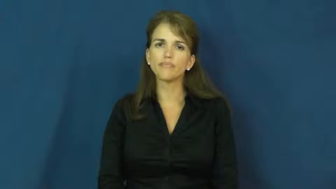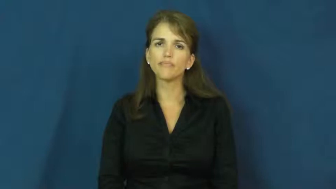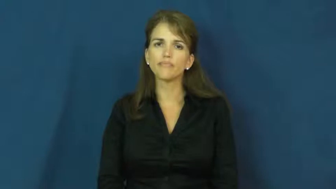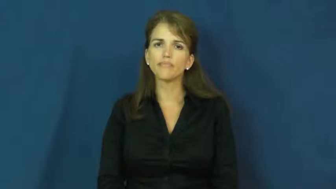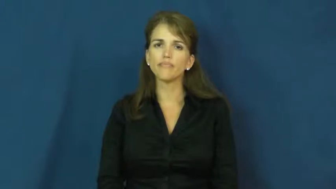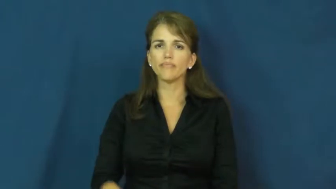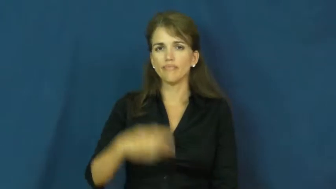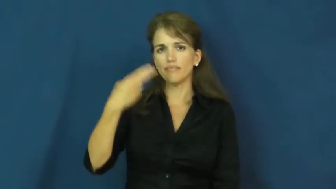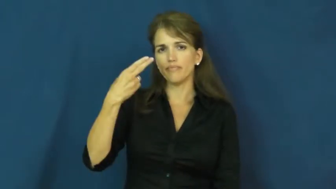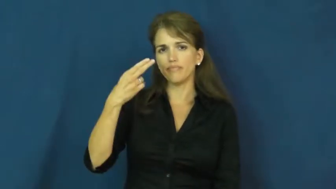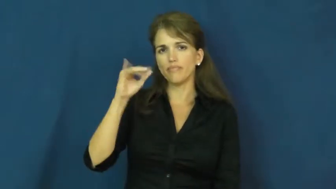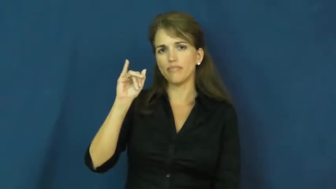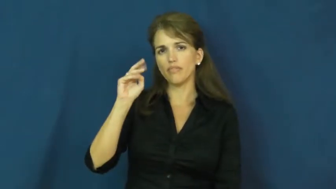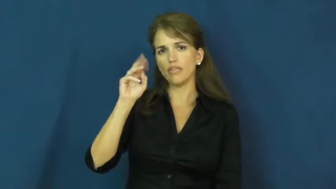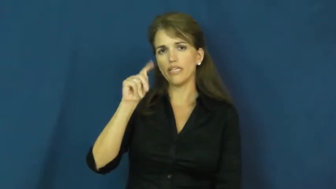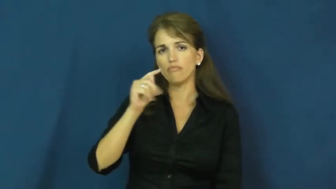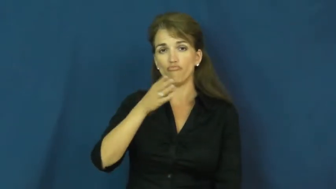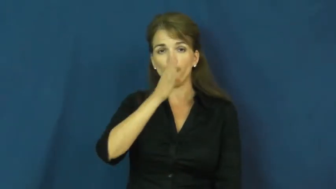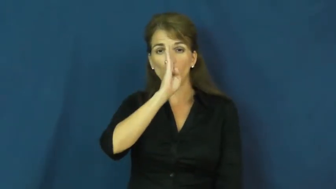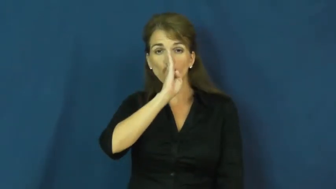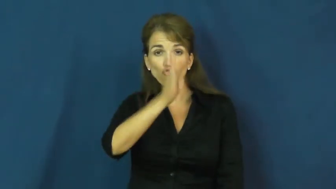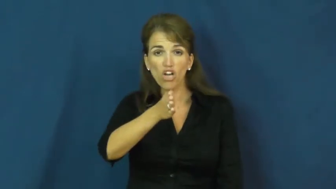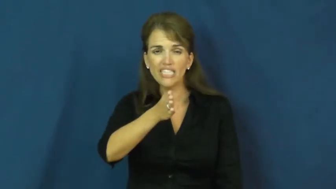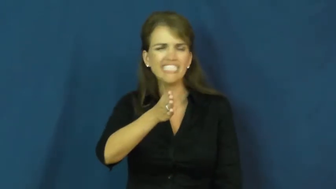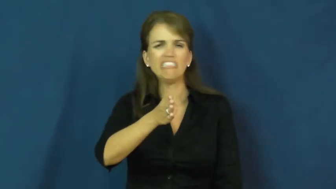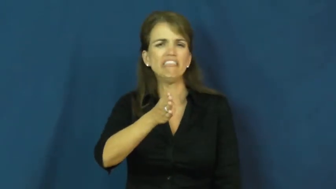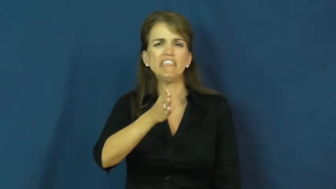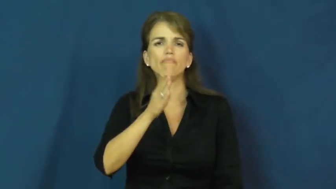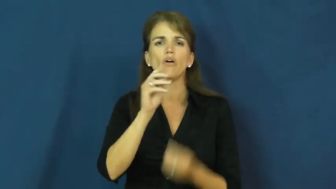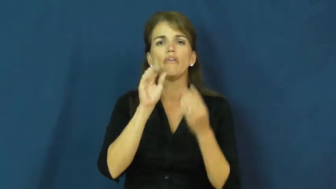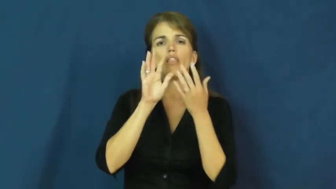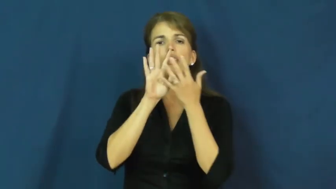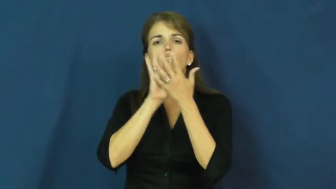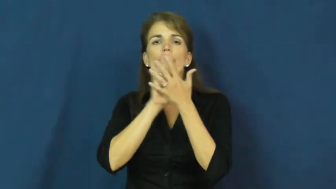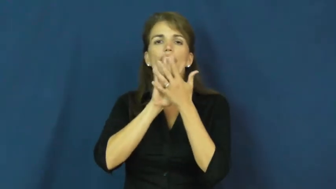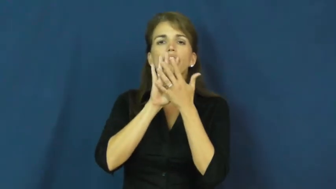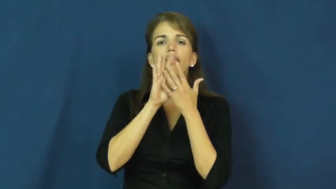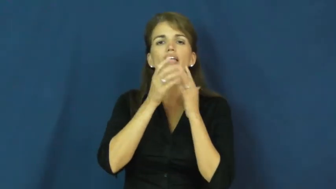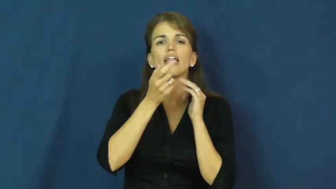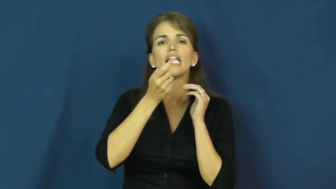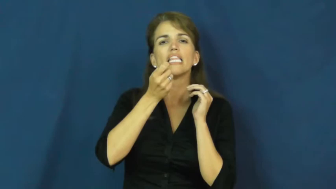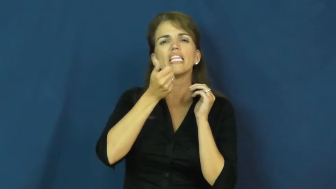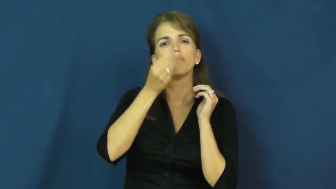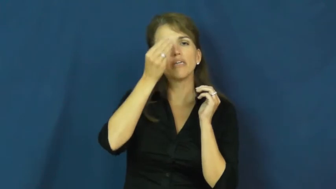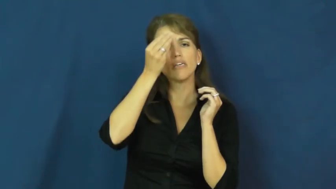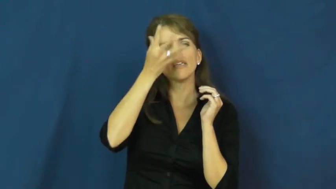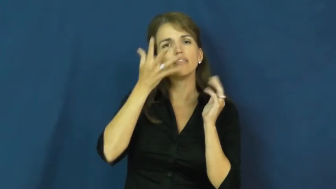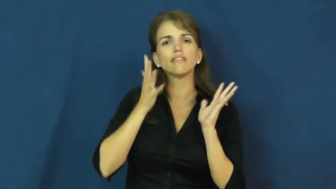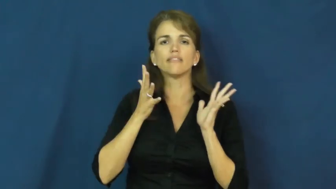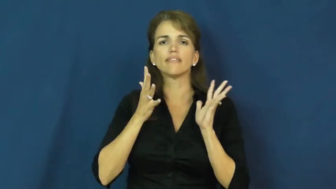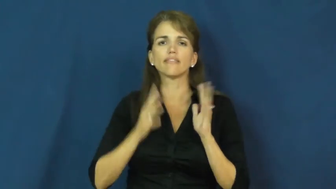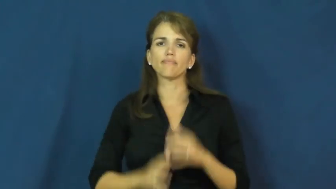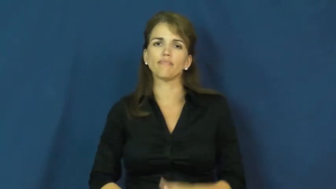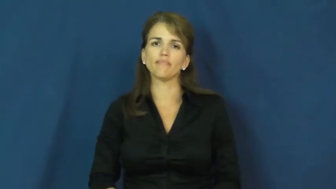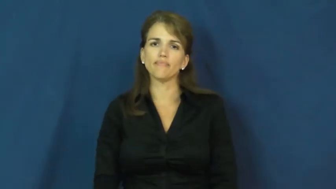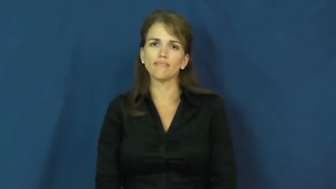hint-information